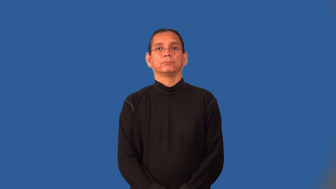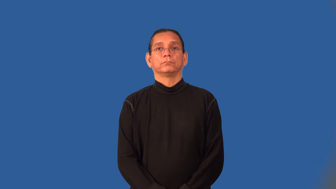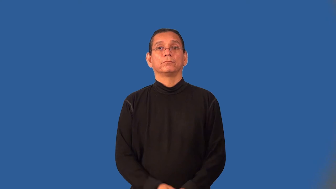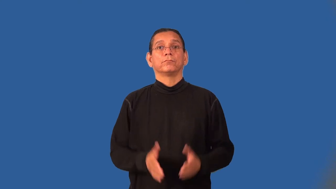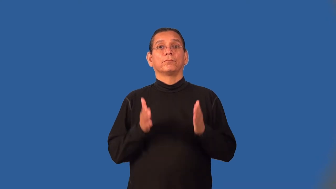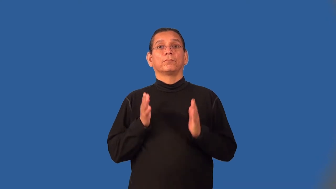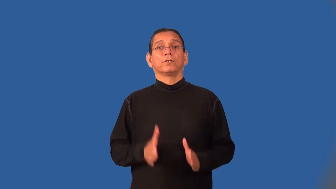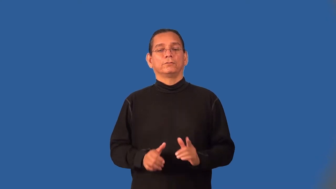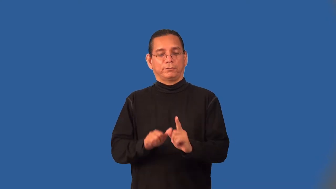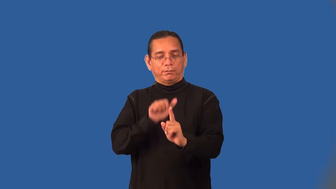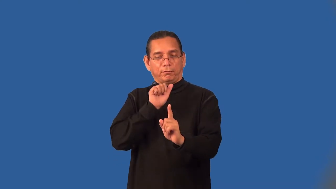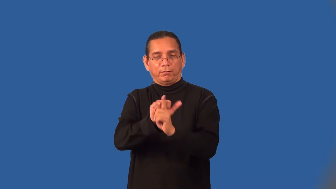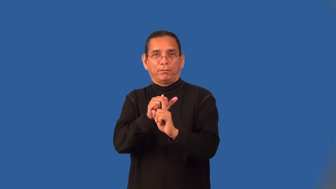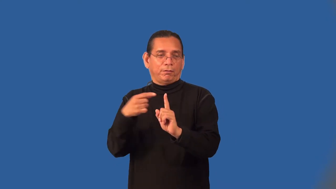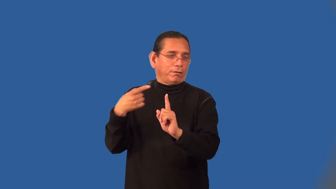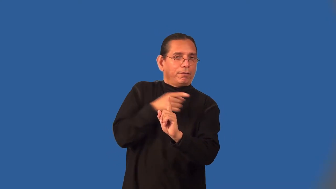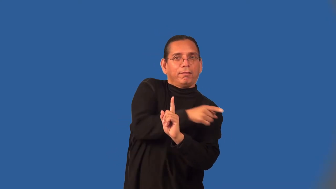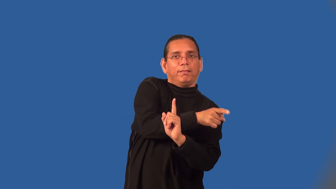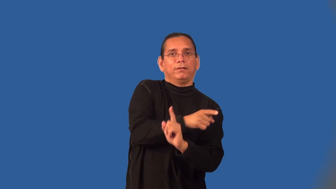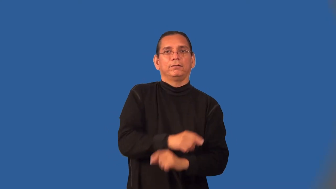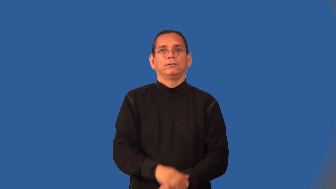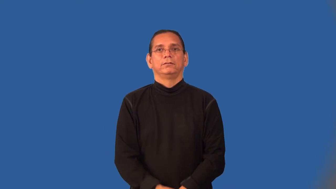swindler